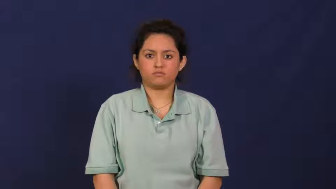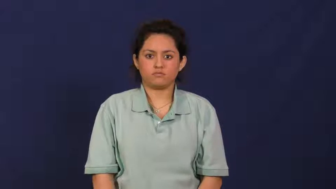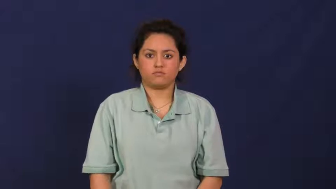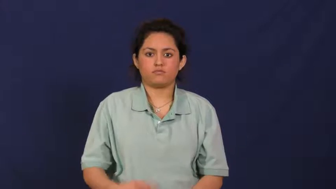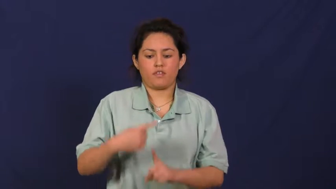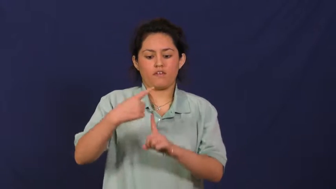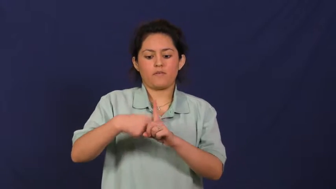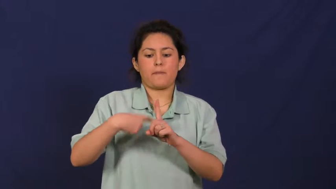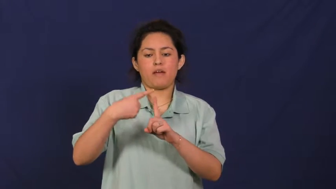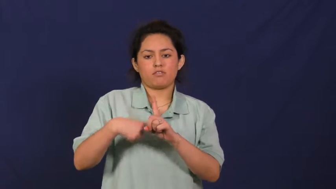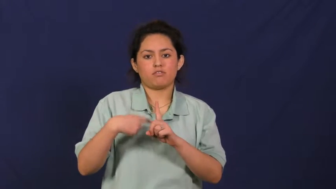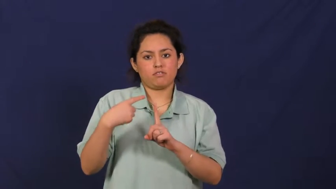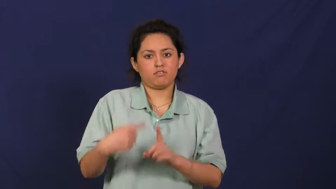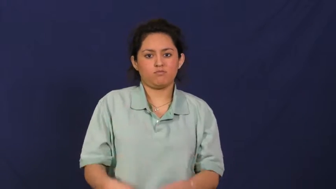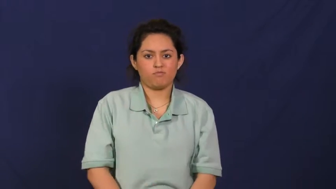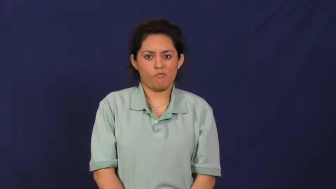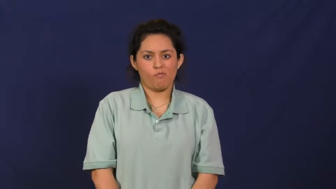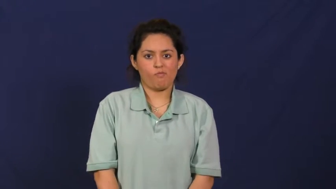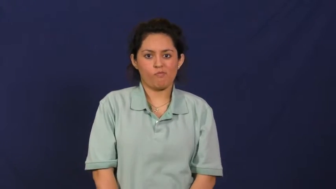rent,lease,rent out,let,hire